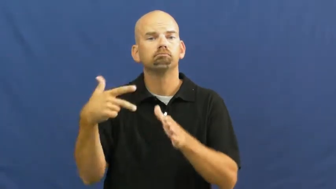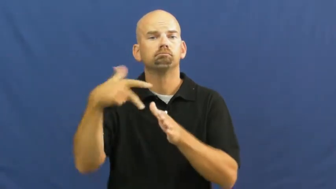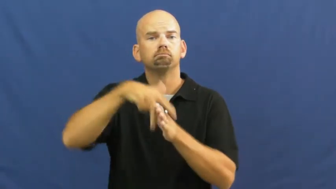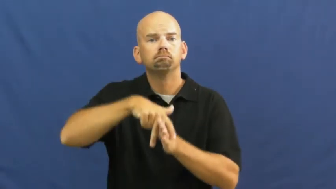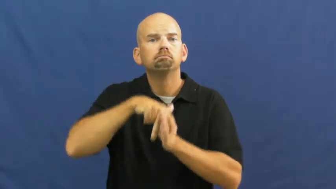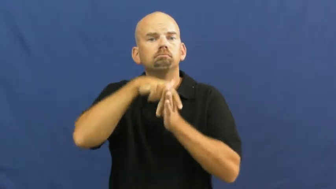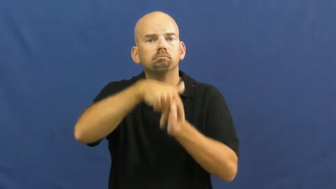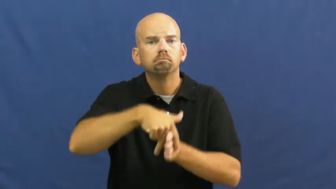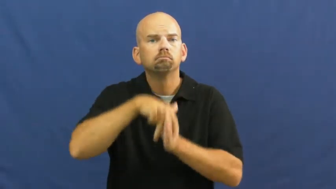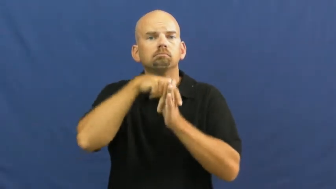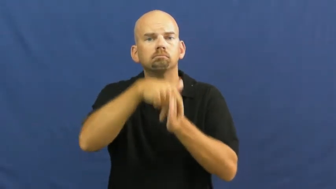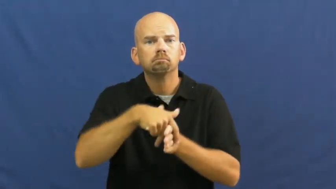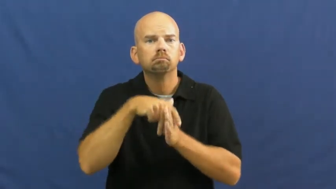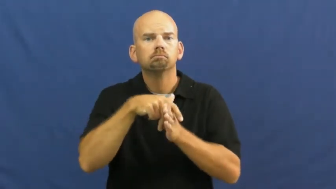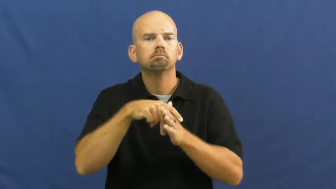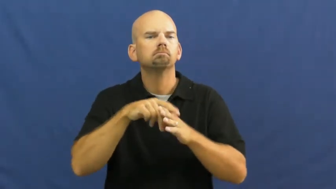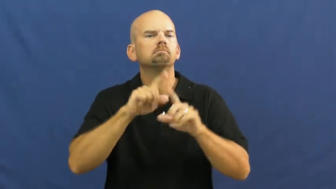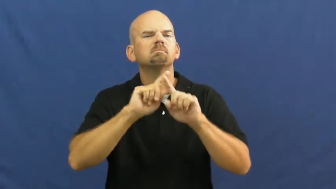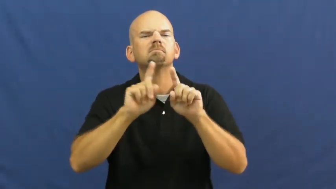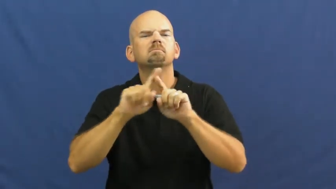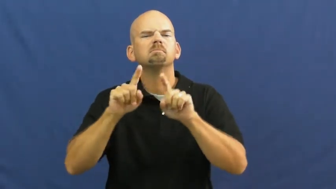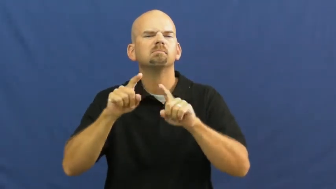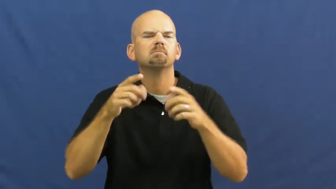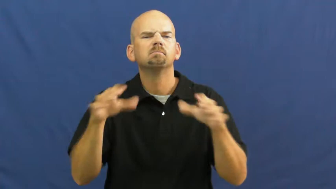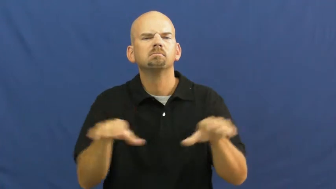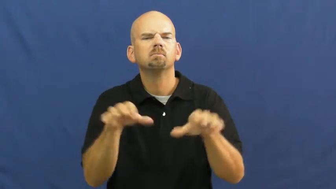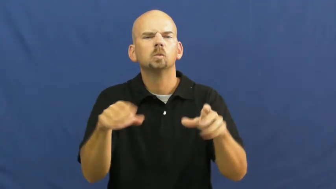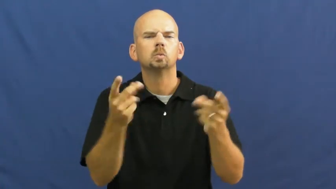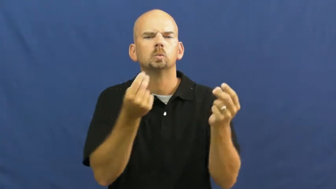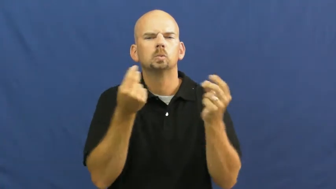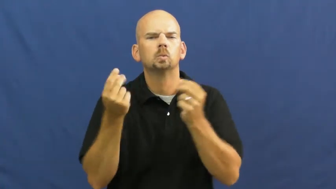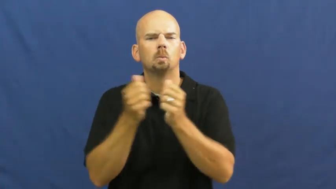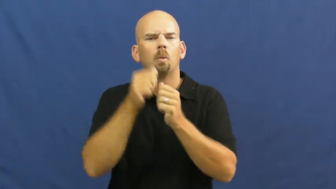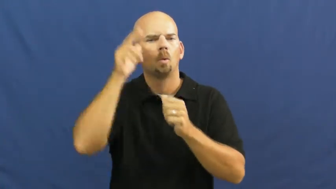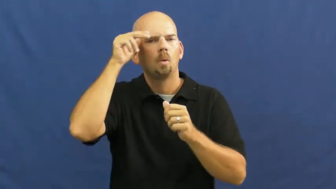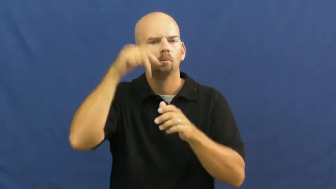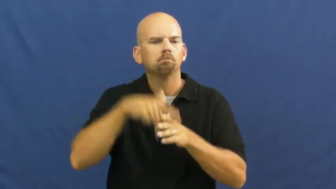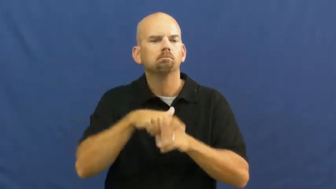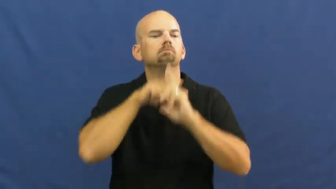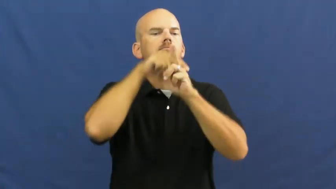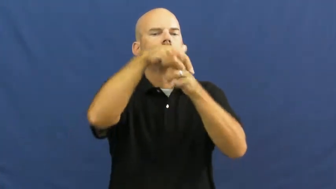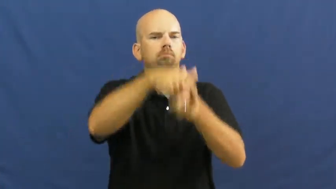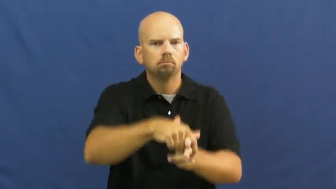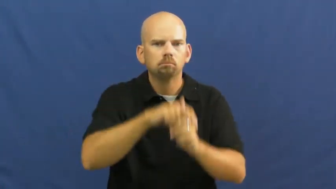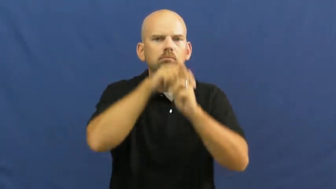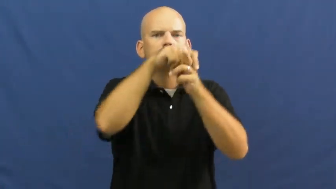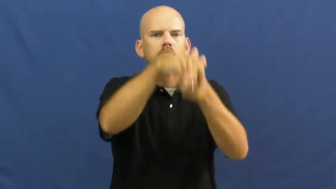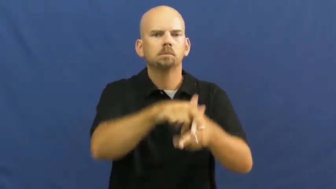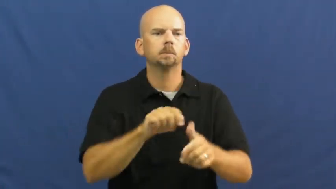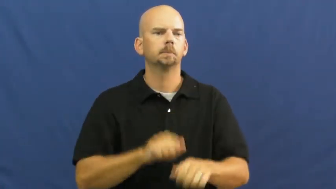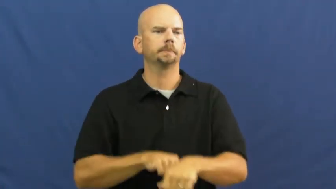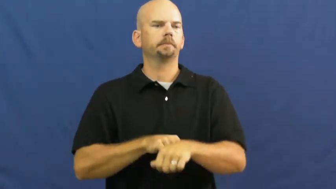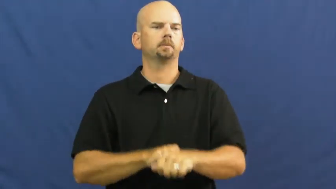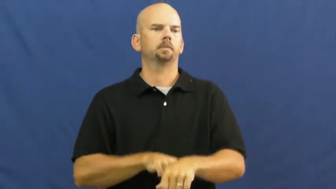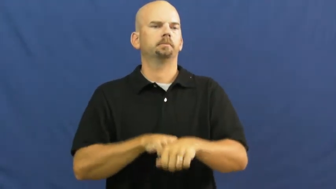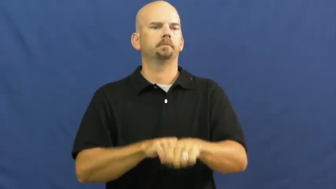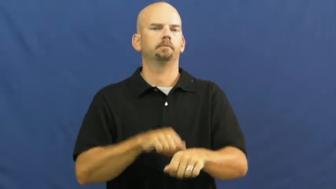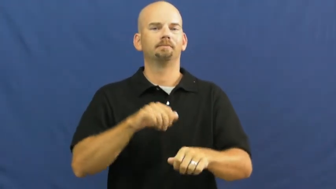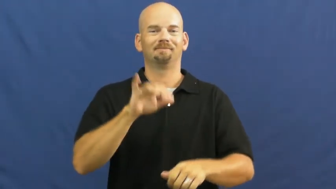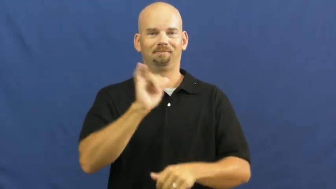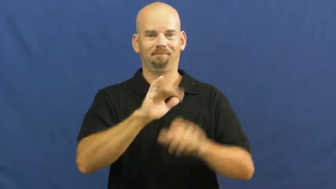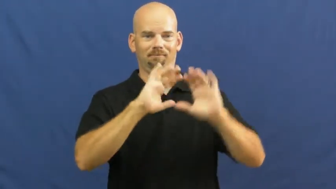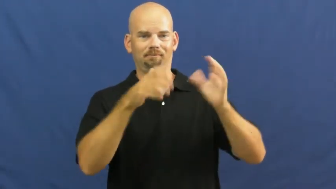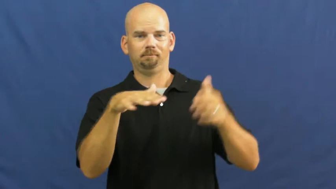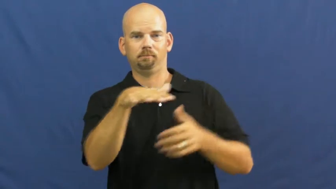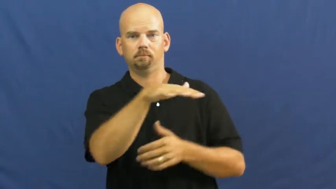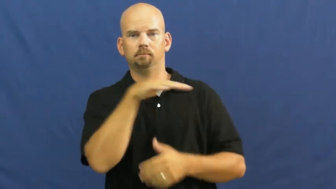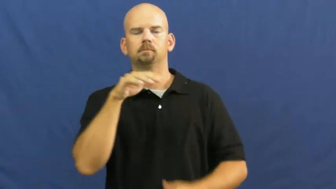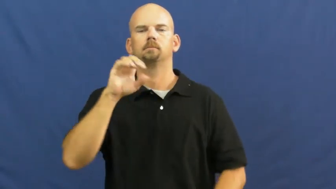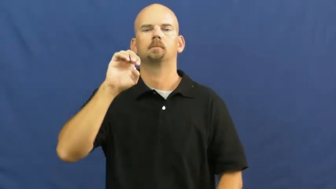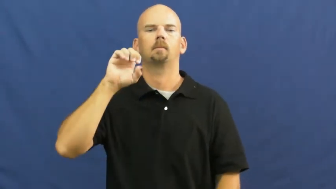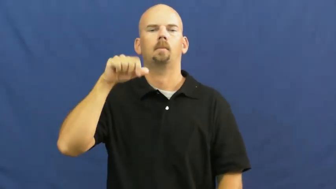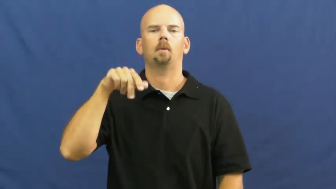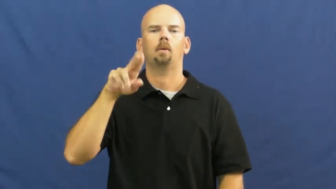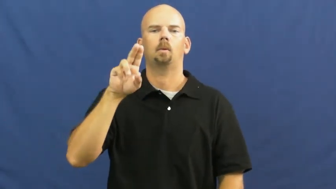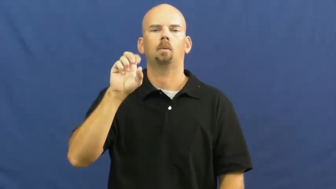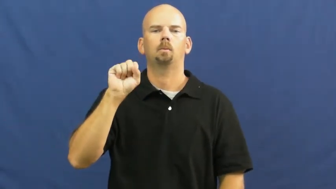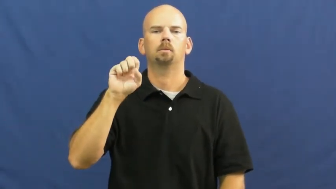equestrian,equitation,horsemanship,manege